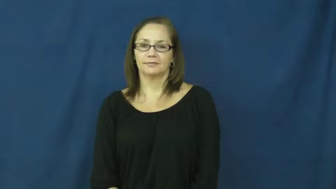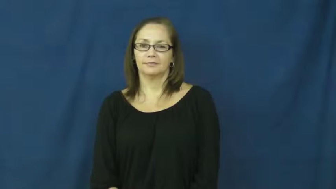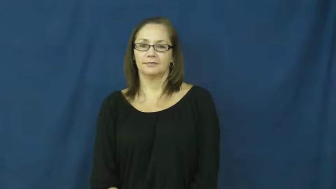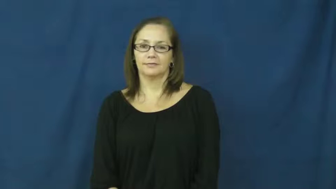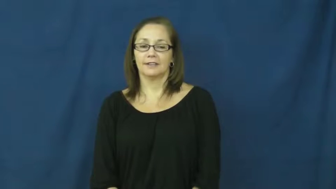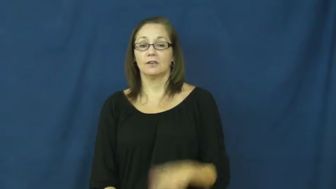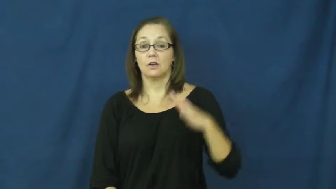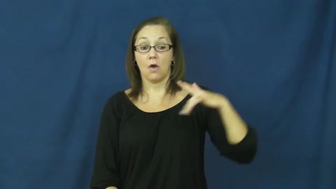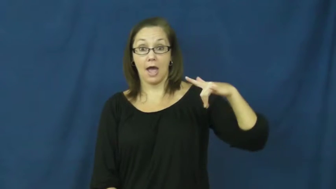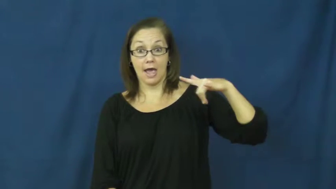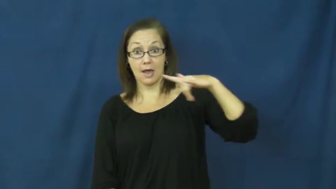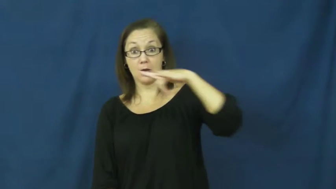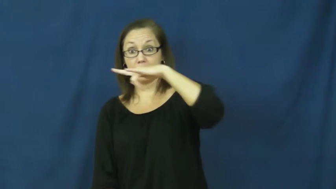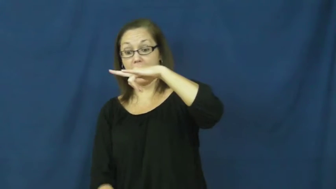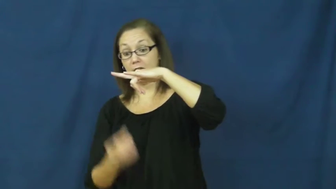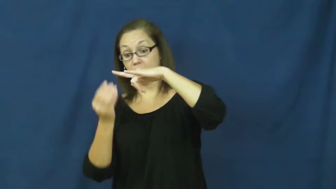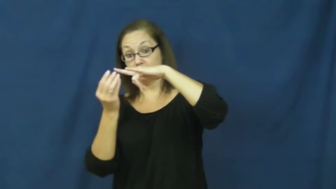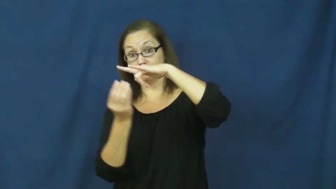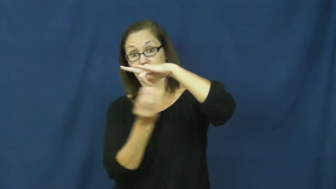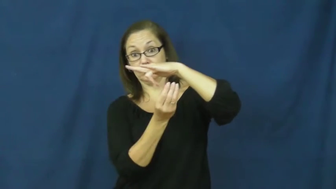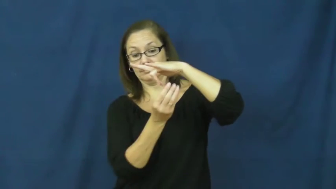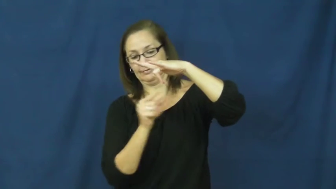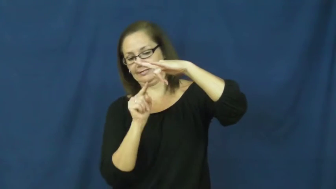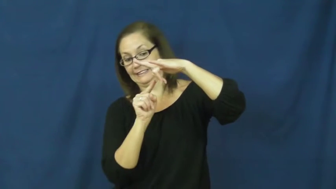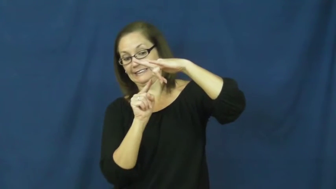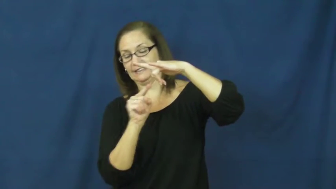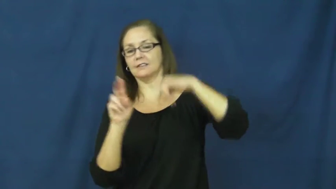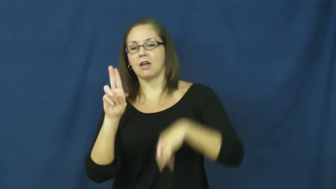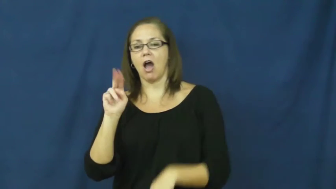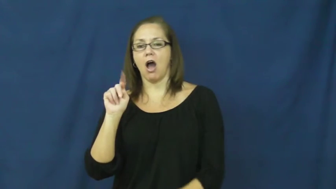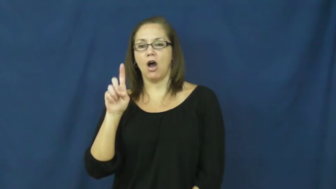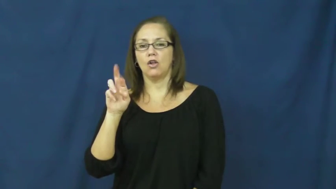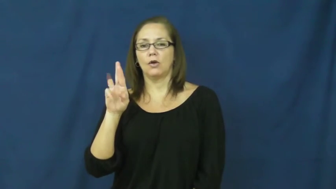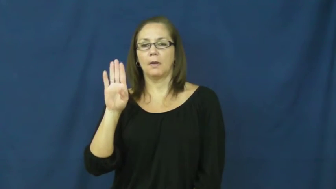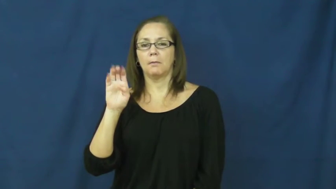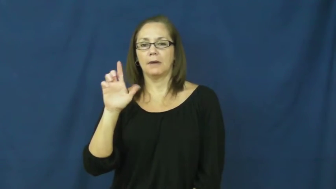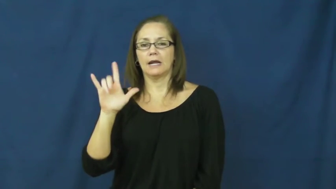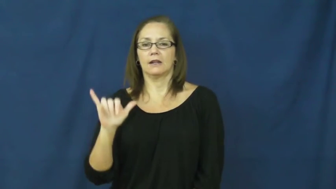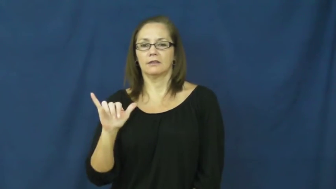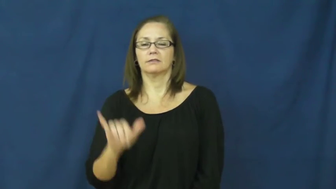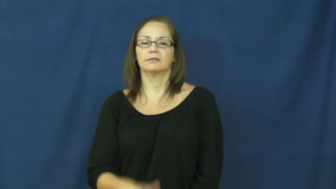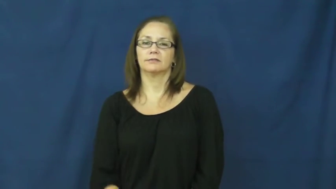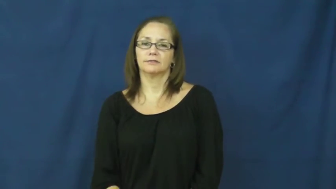underbelly-airplane